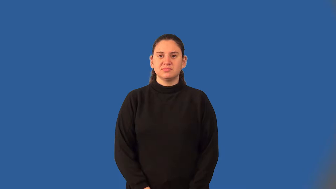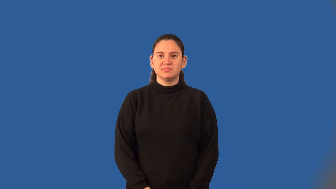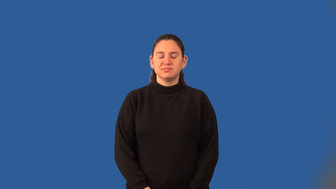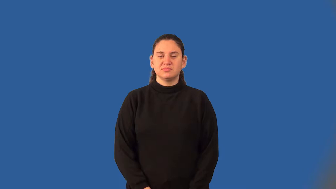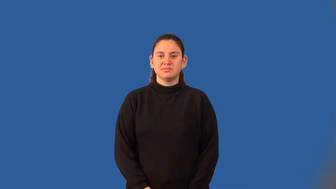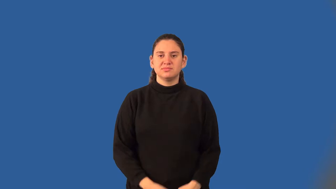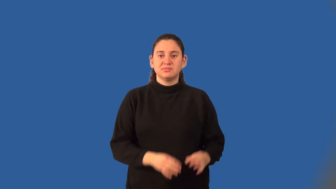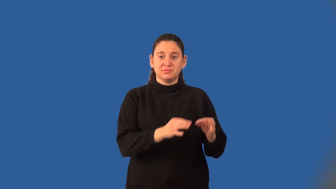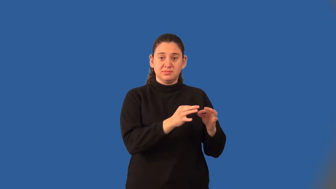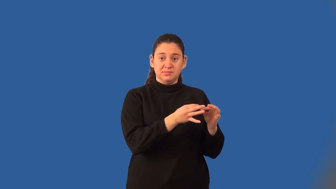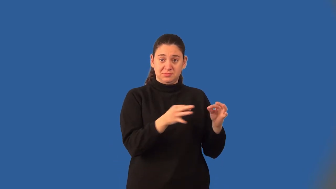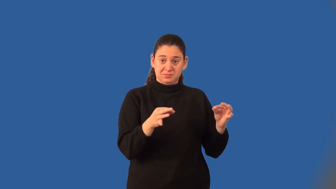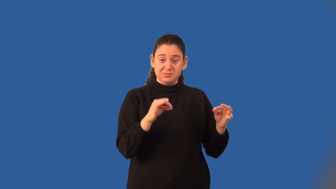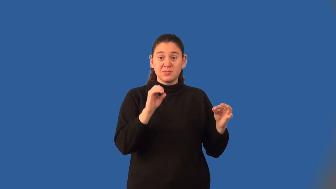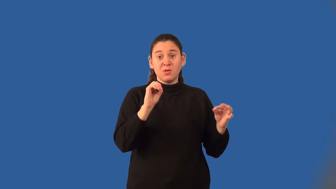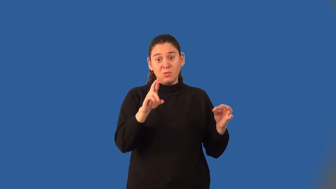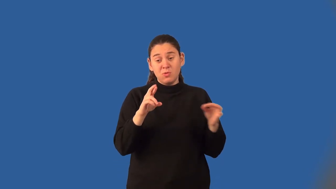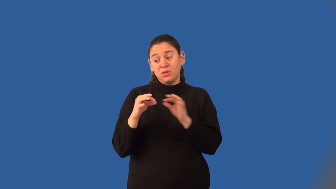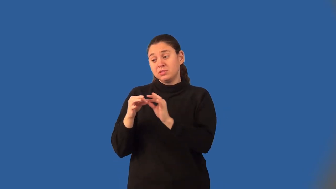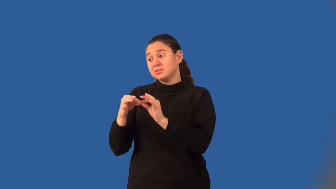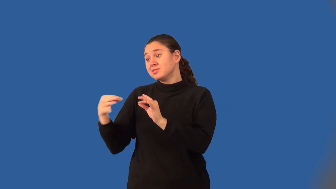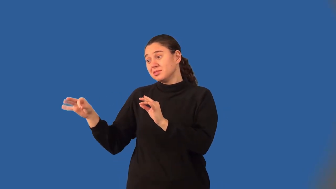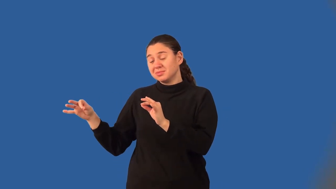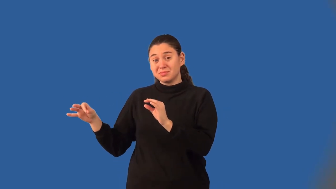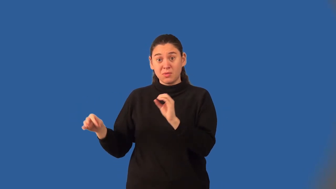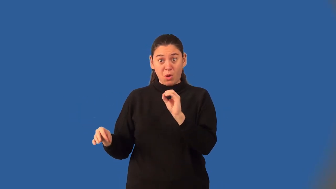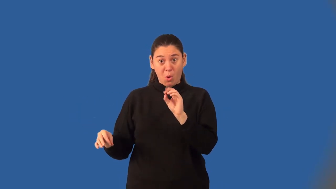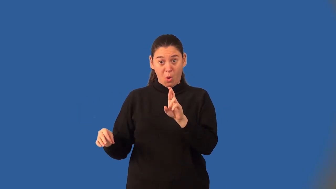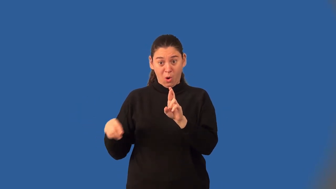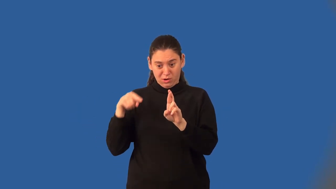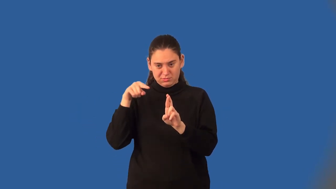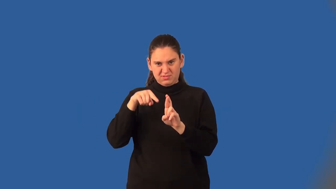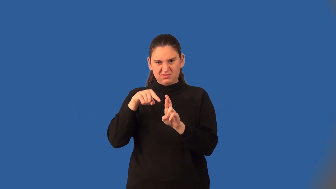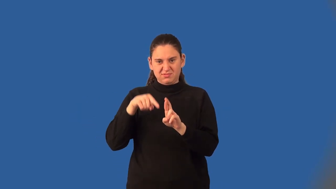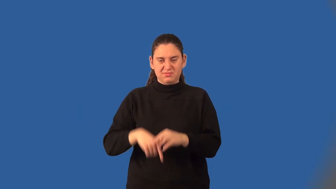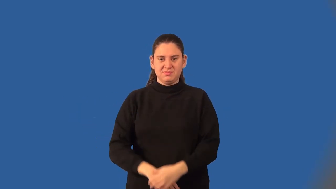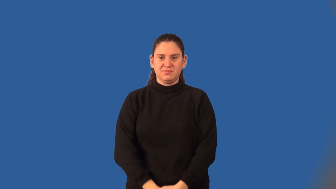disjunction